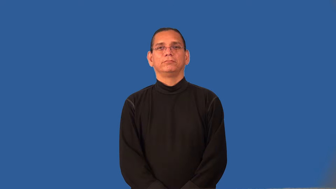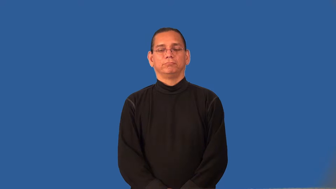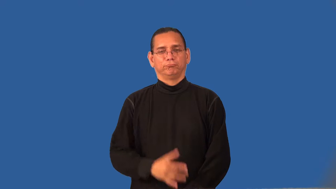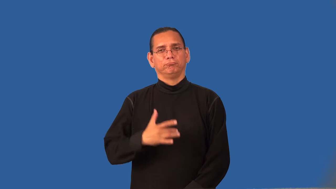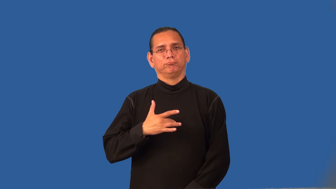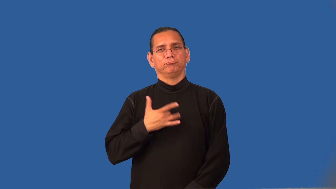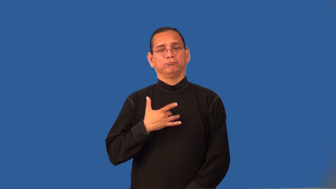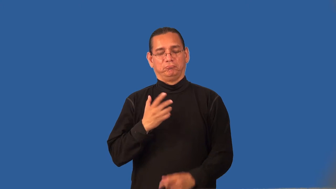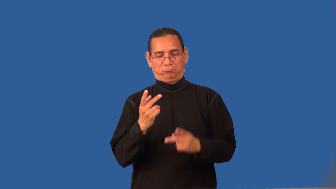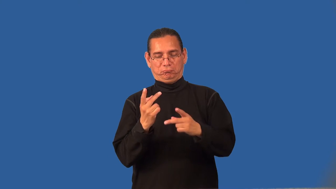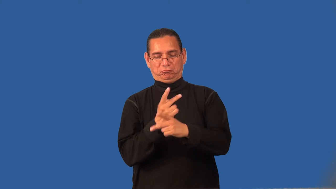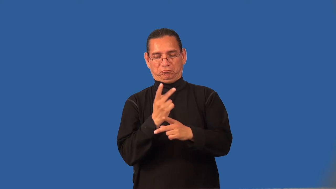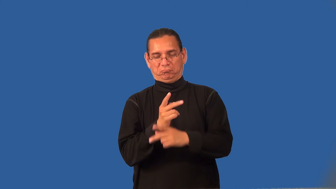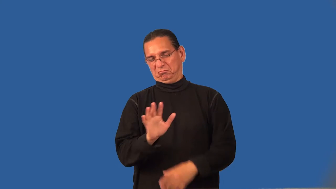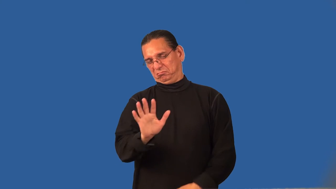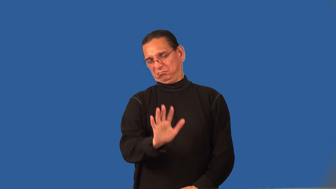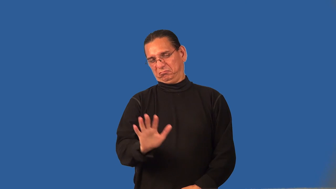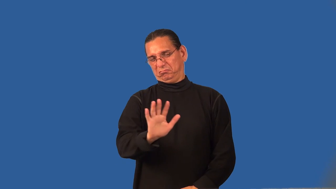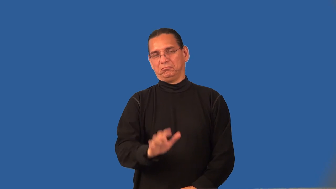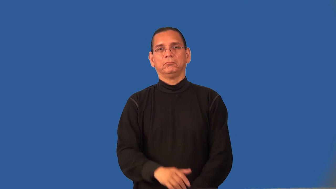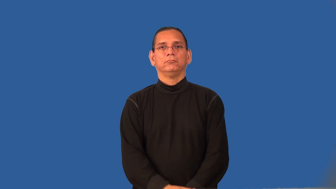reckon,extrapolate-calculate